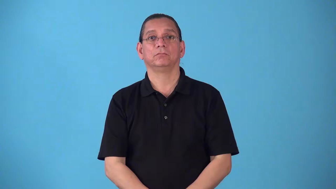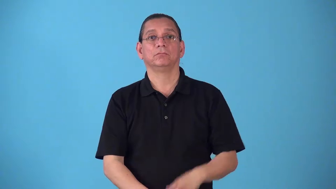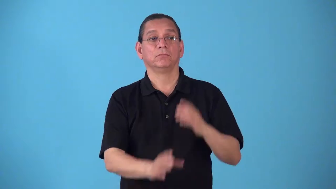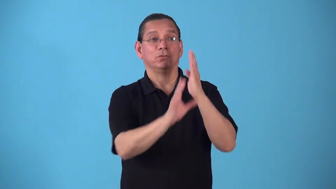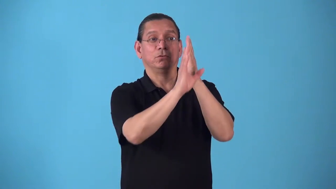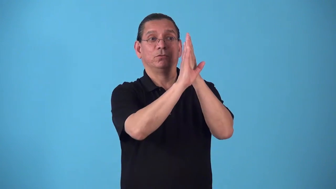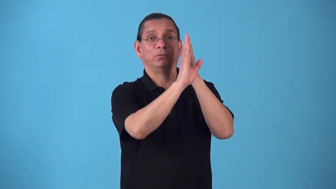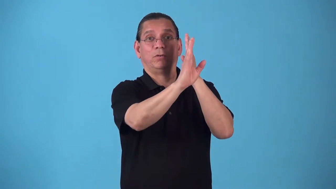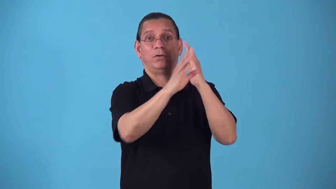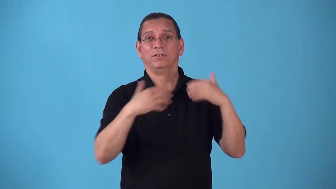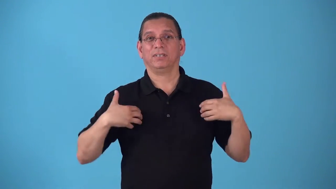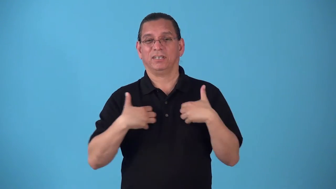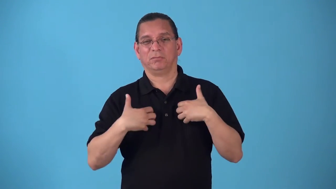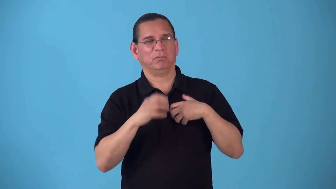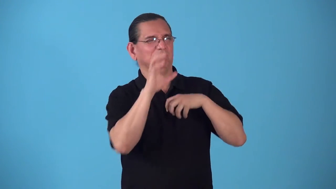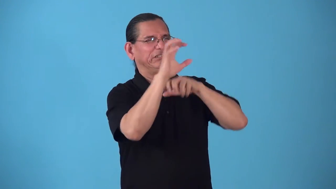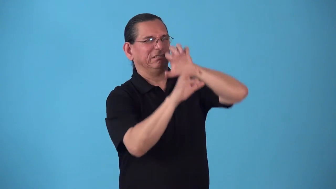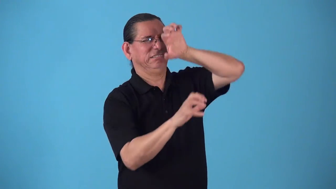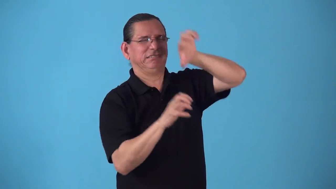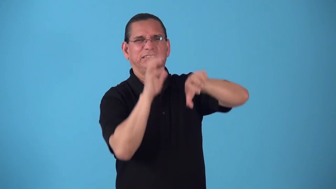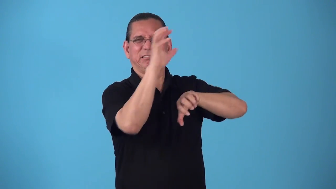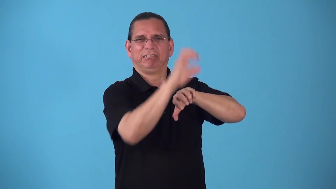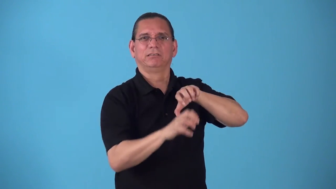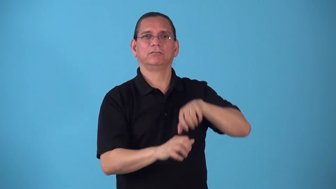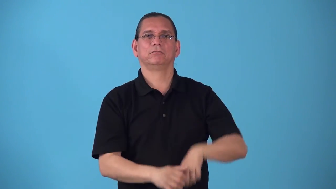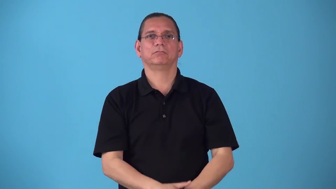scrabble-animal scratches aginst wall